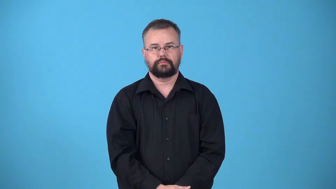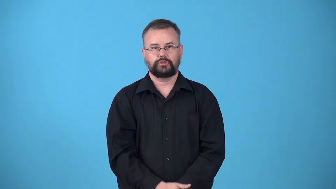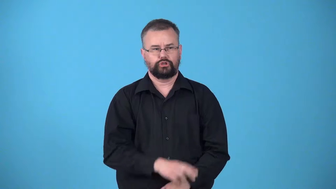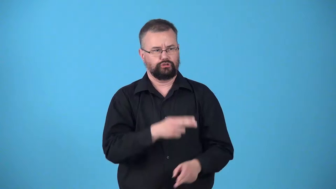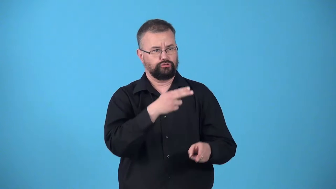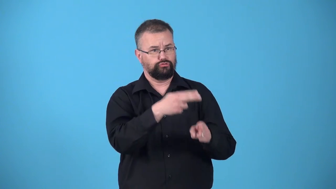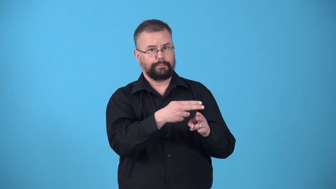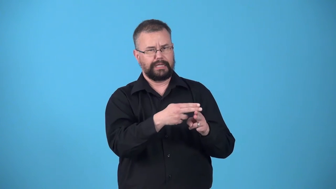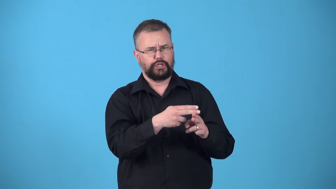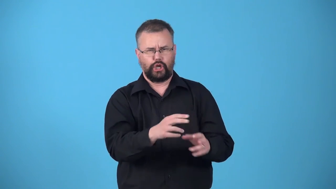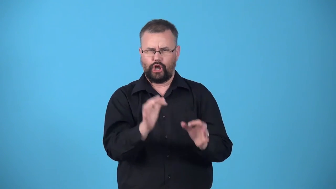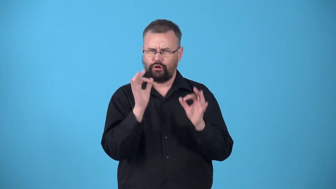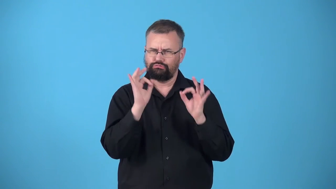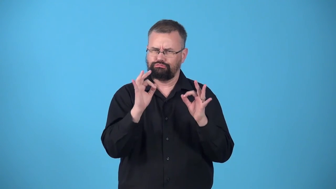untarnished-reputation